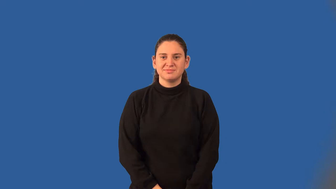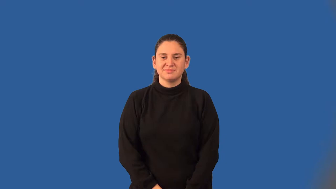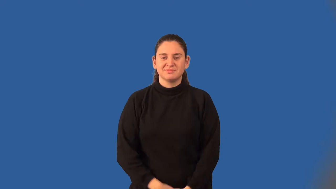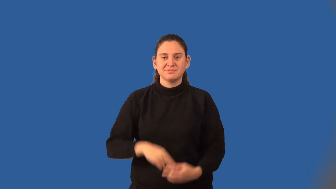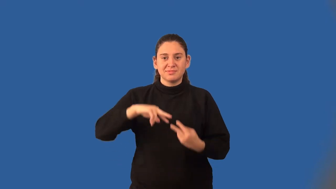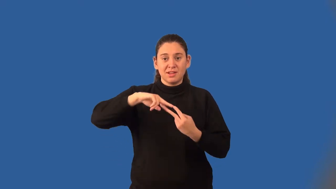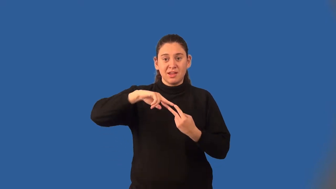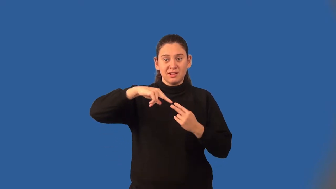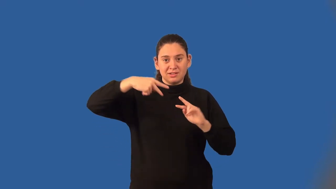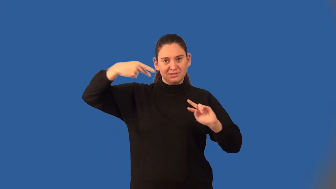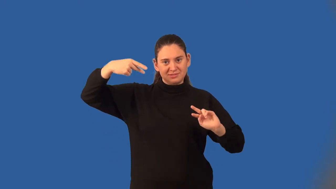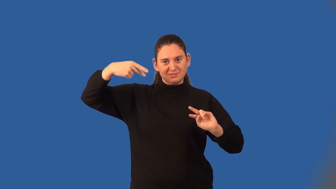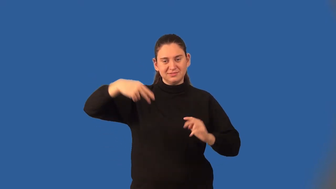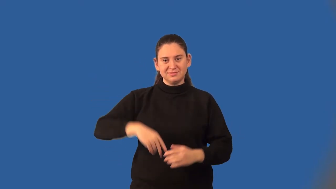helix